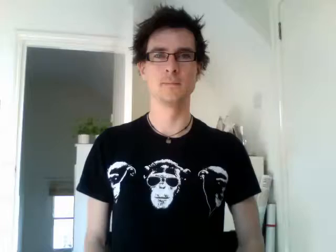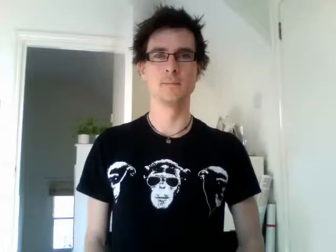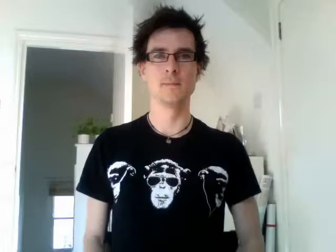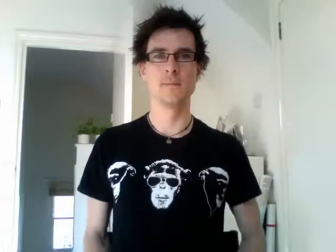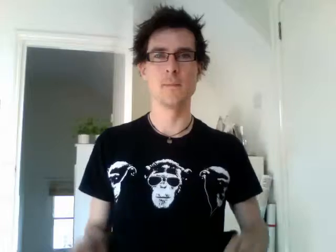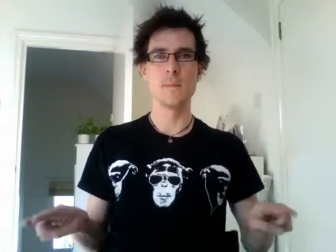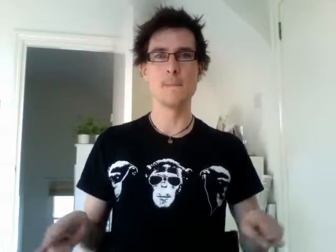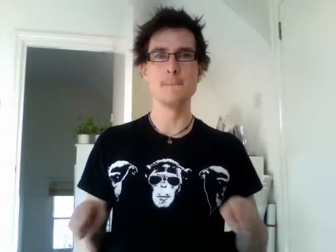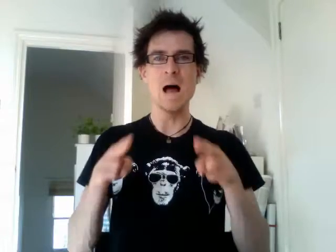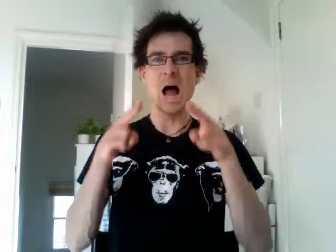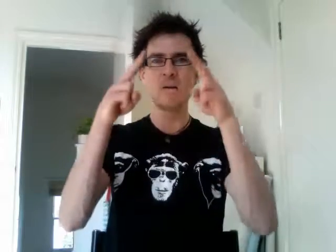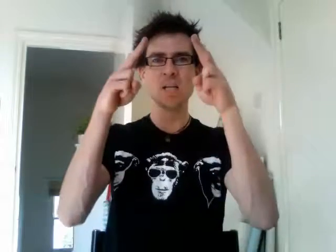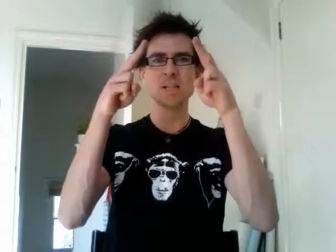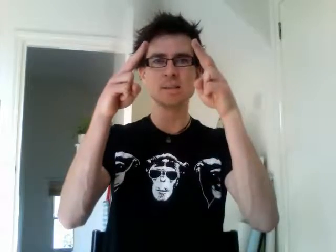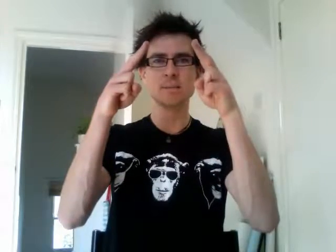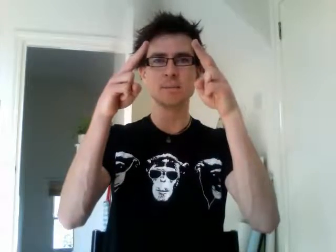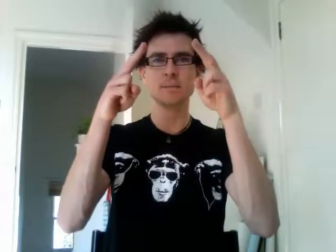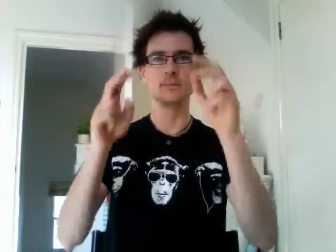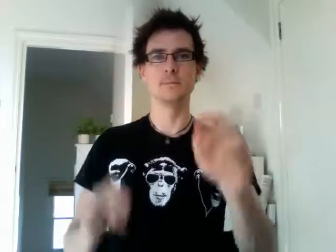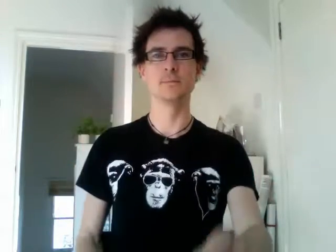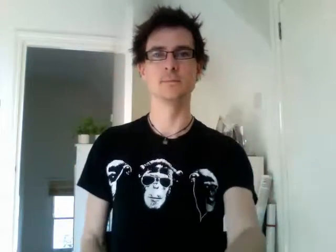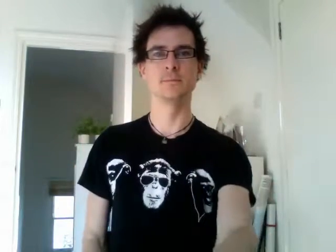paris